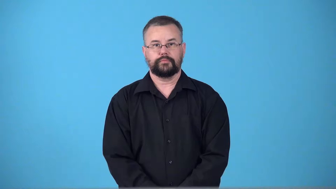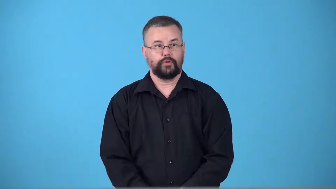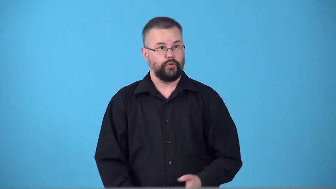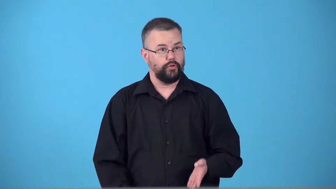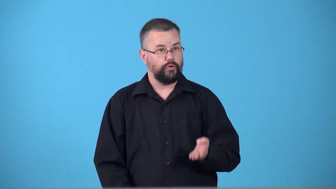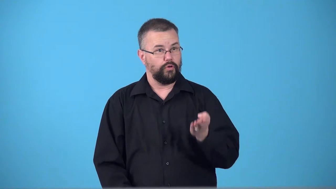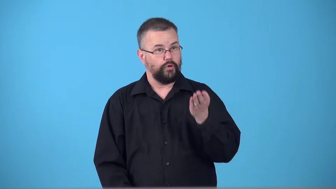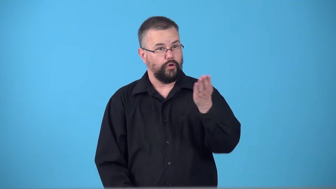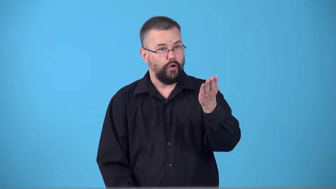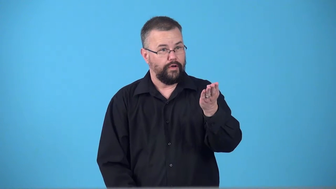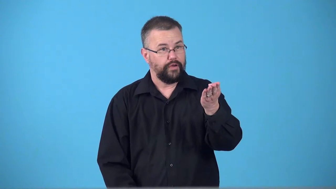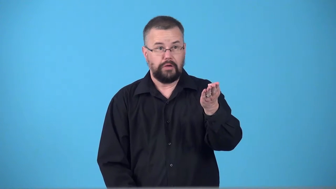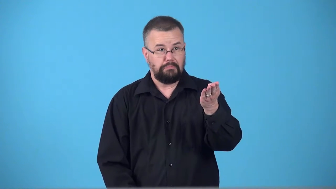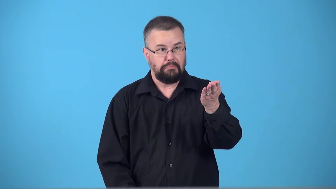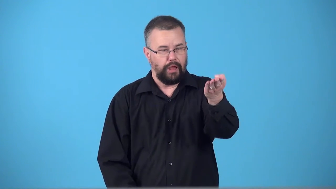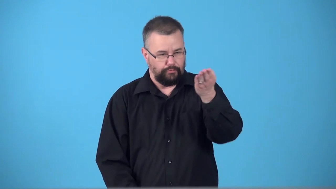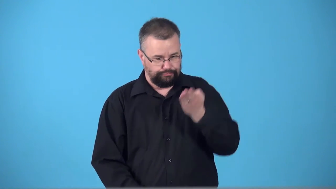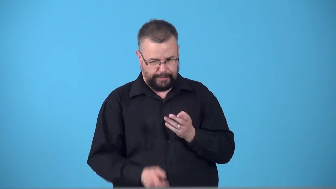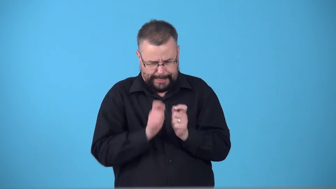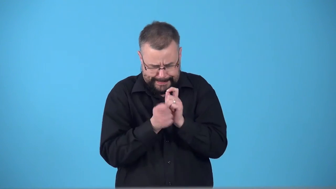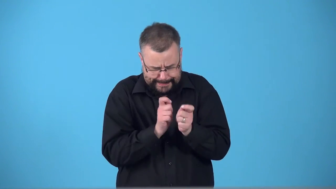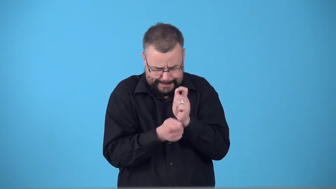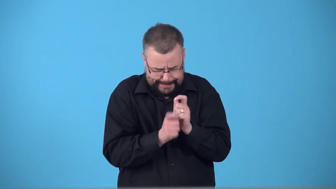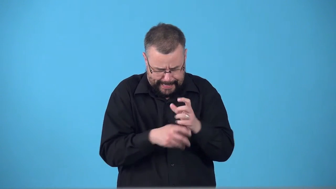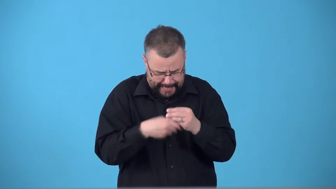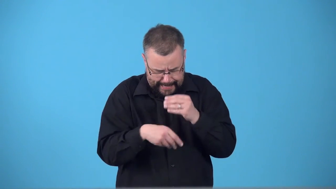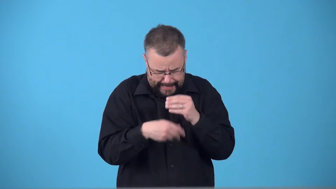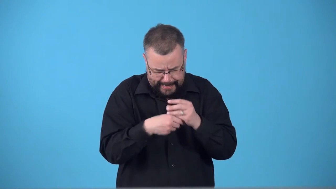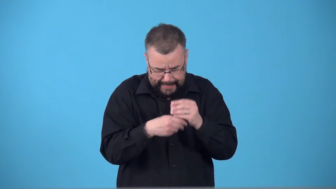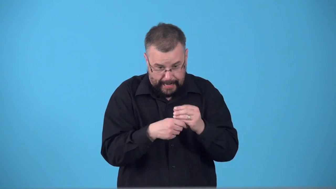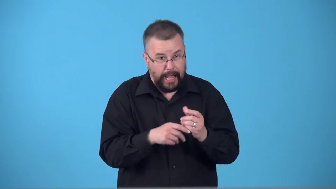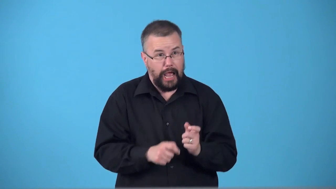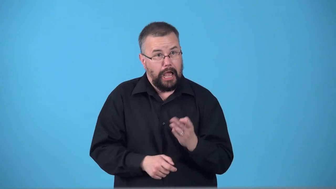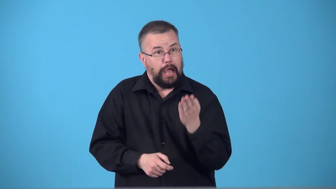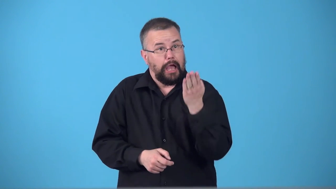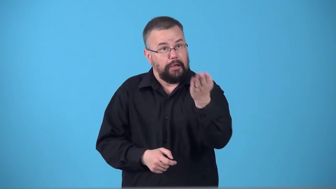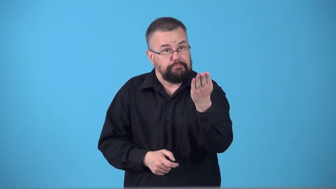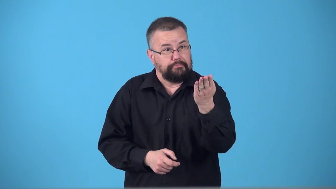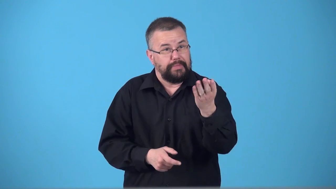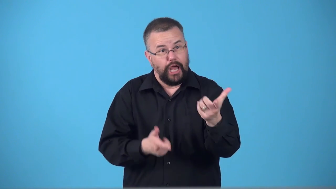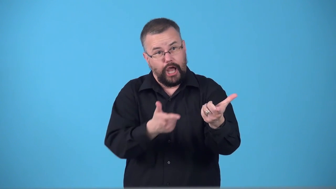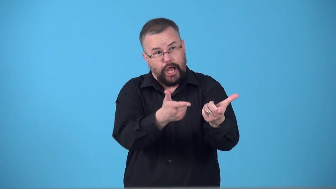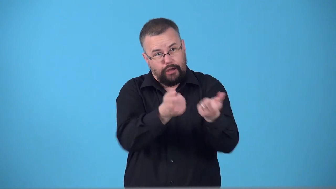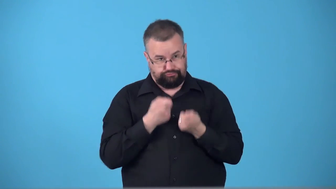sweeten-make more desireable